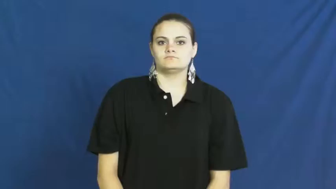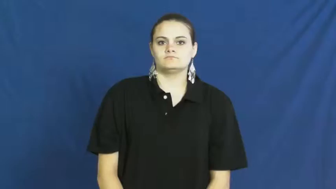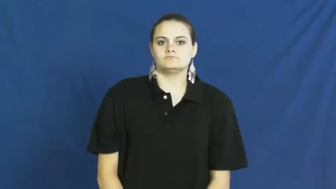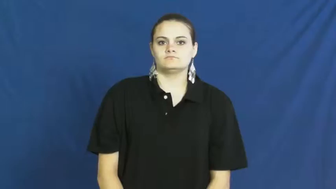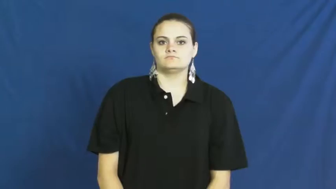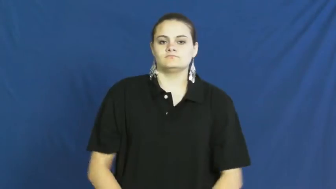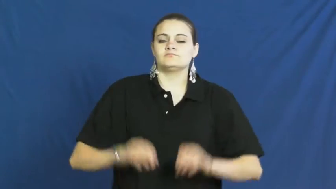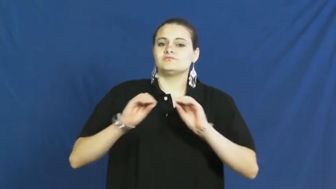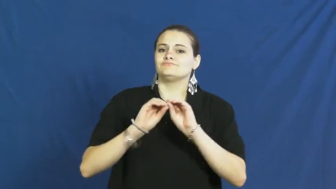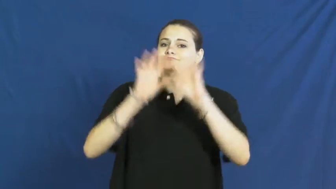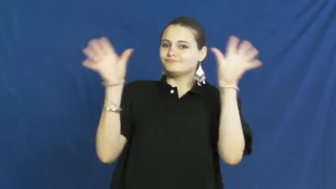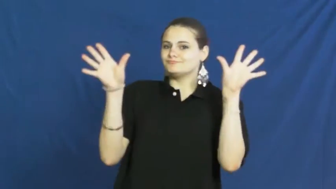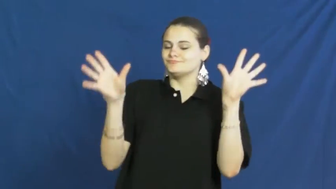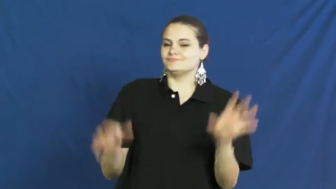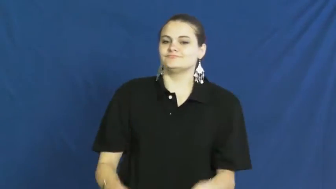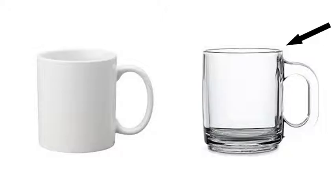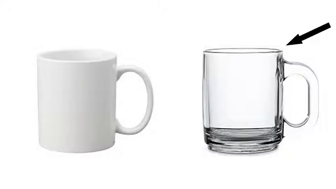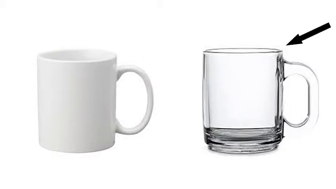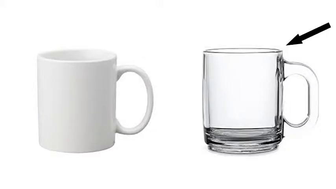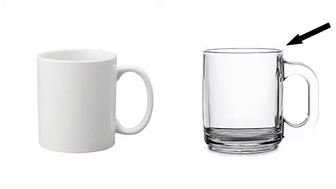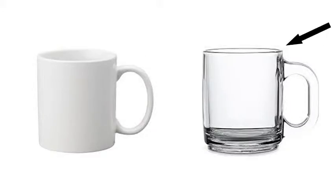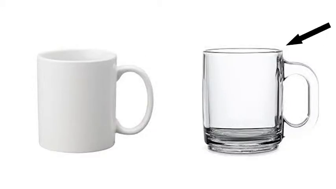clear,pellucid,transparent